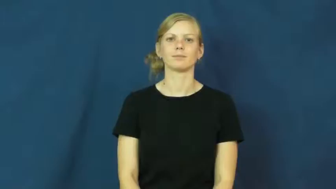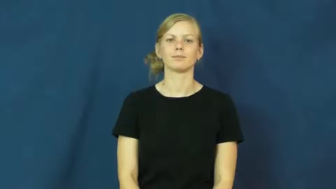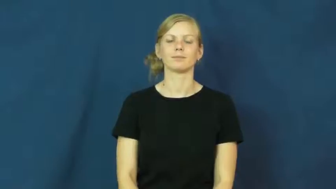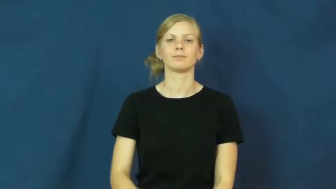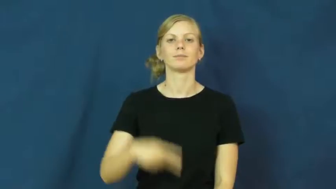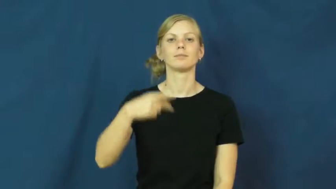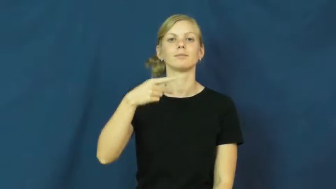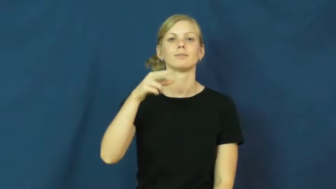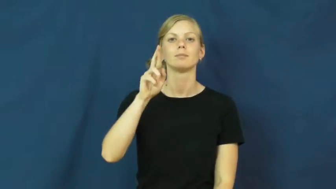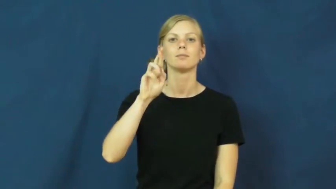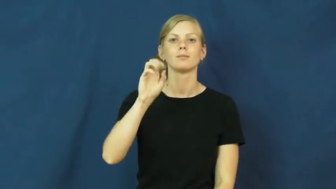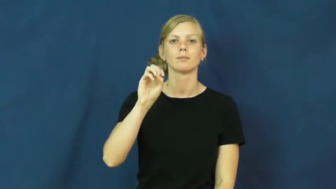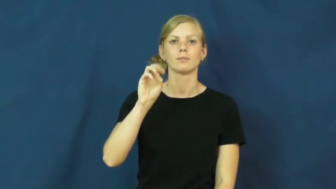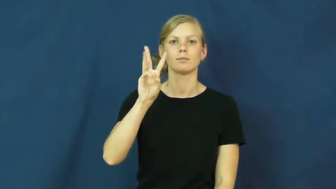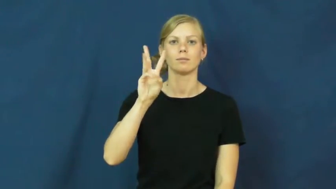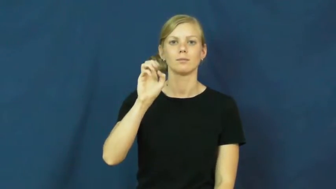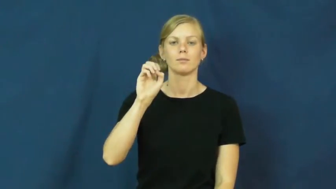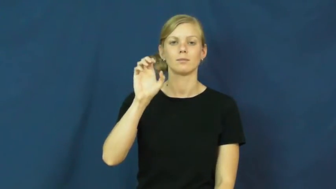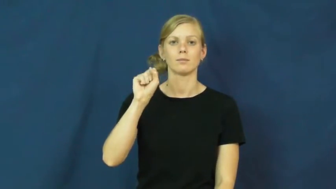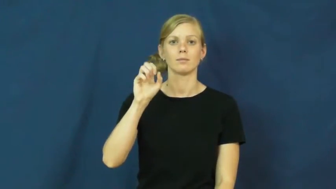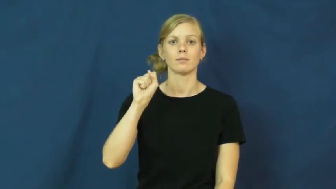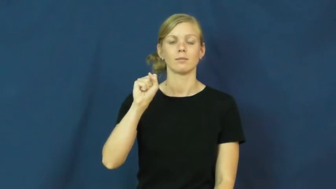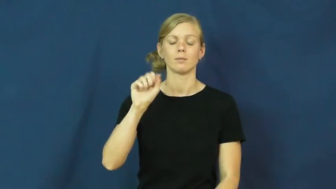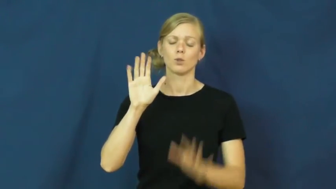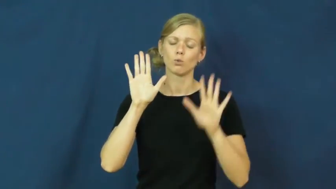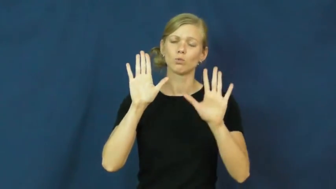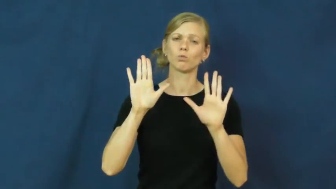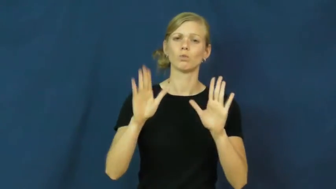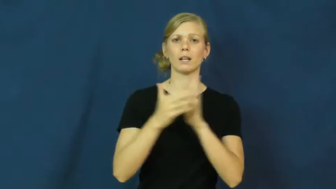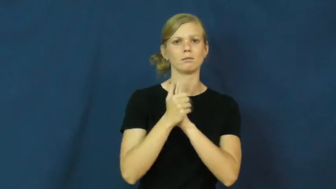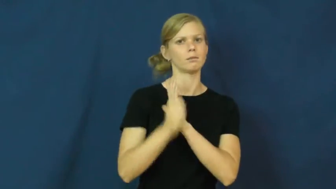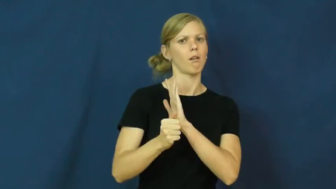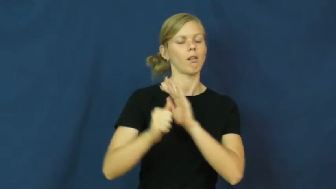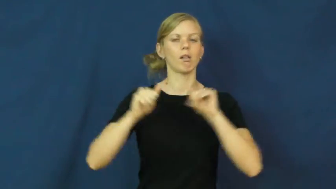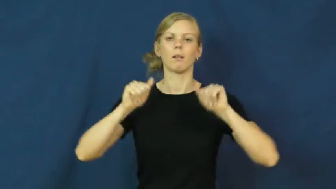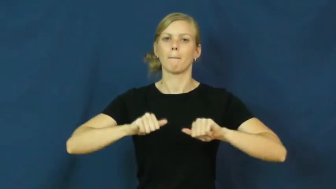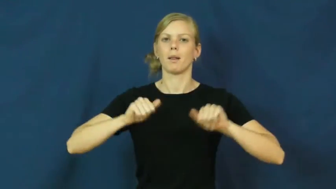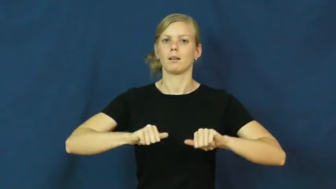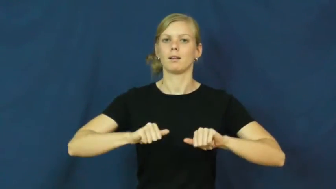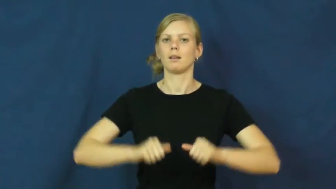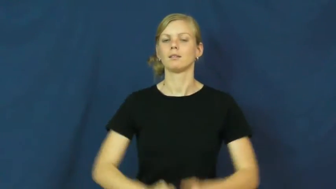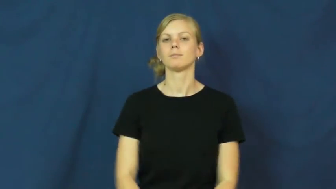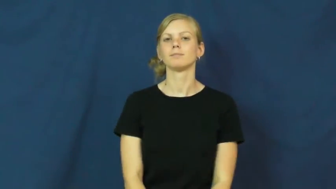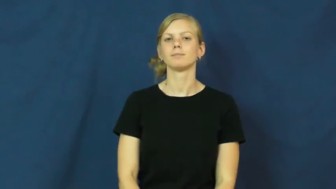prowess